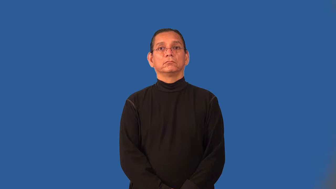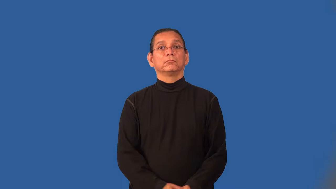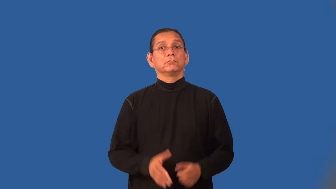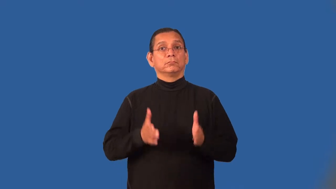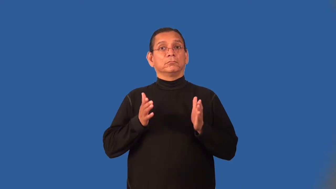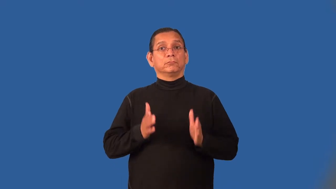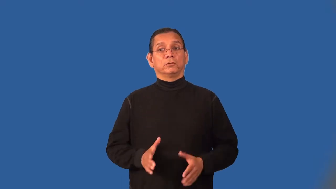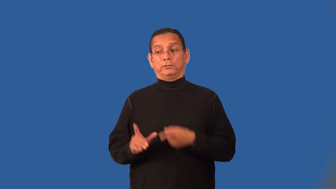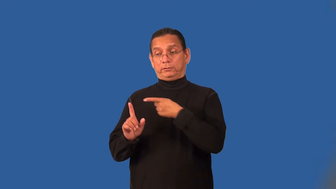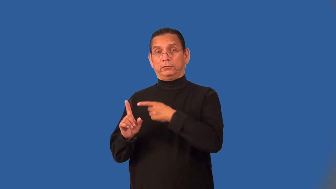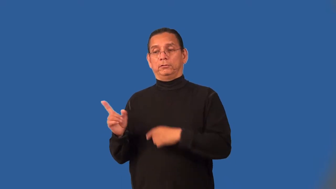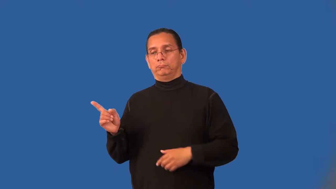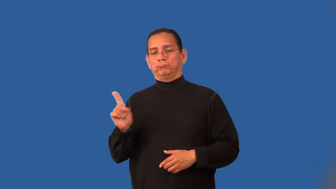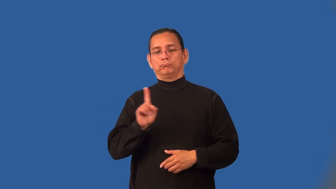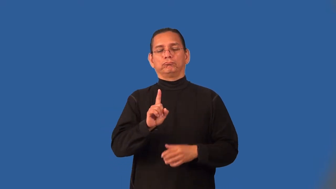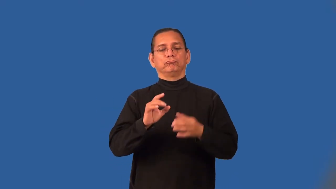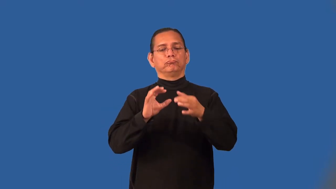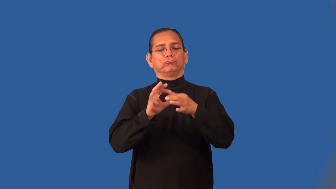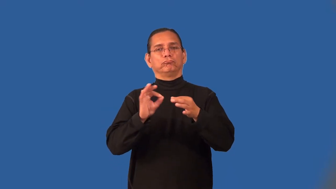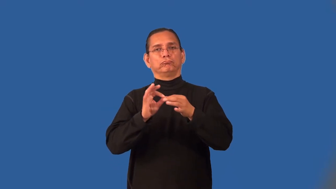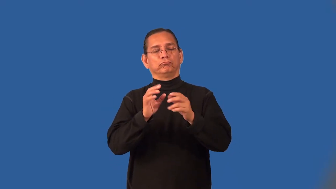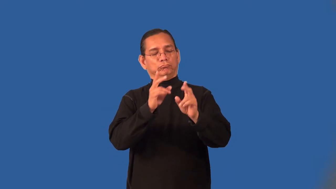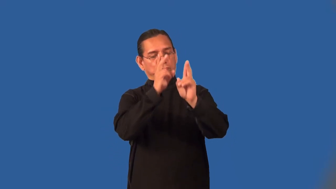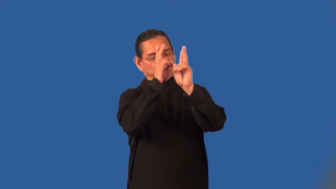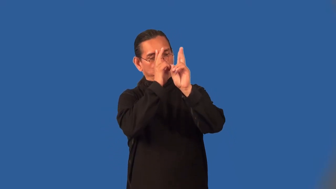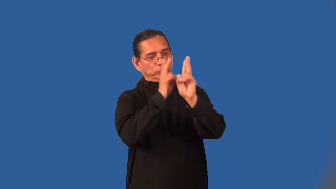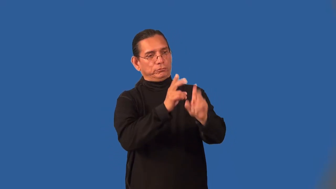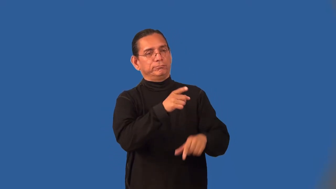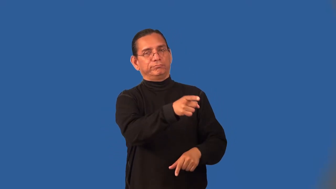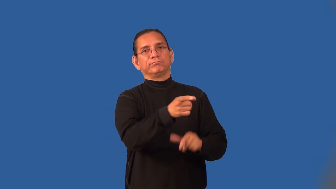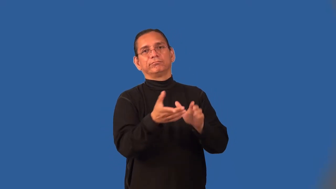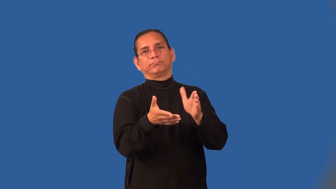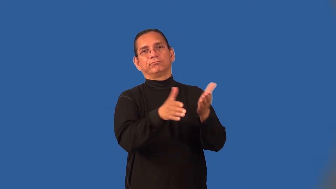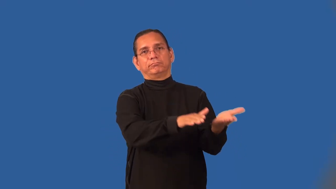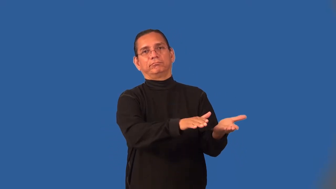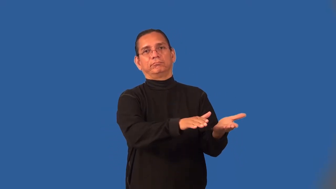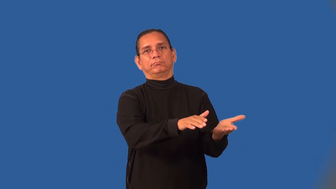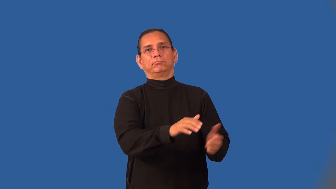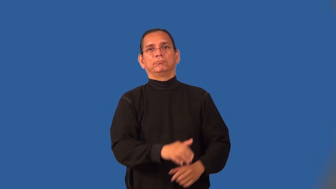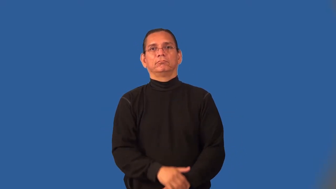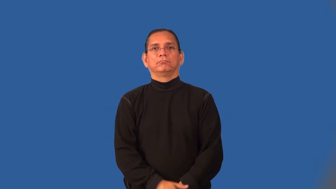eulogize